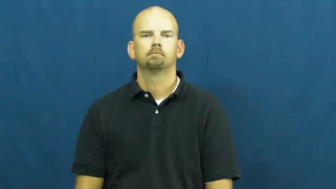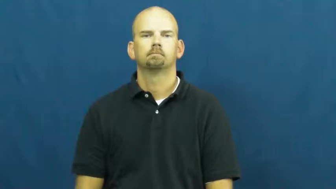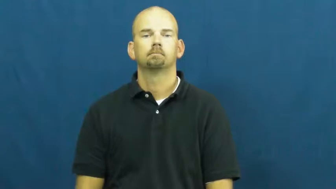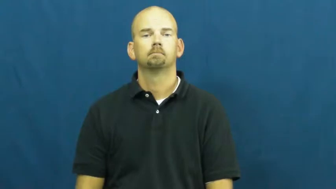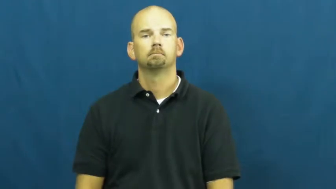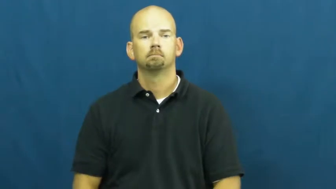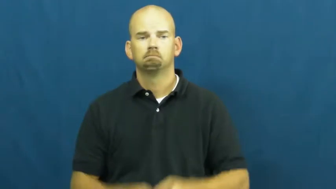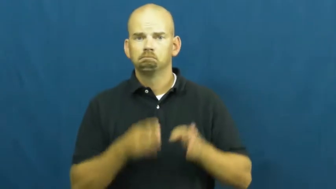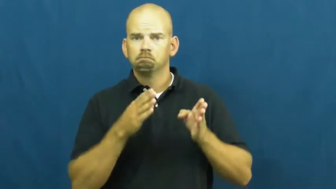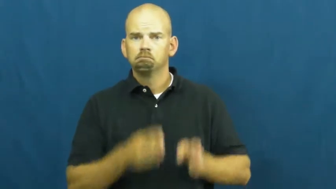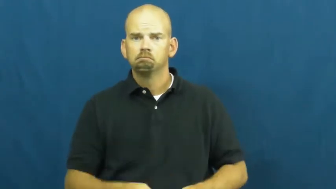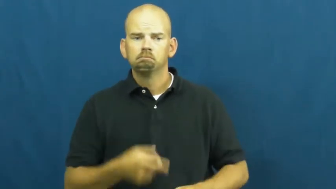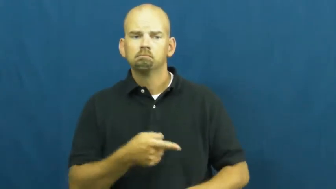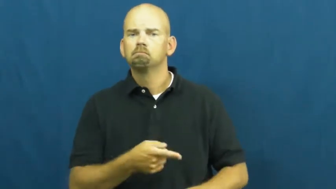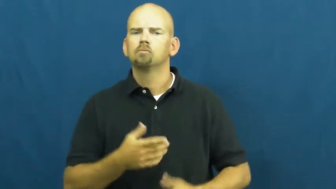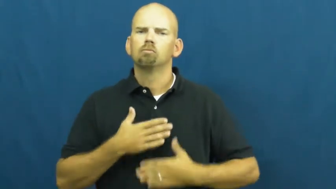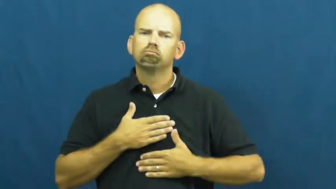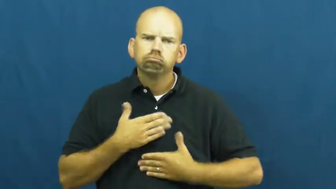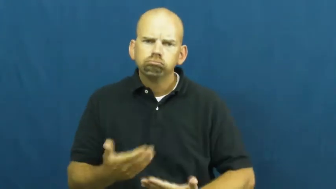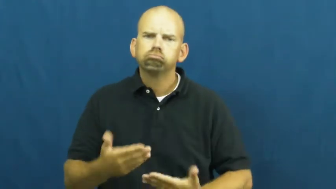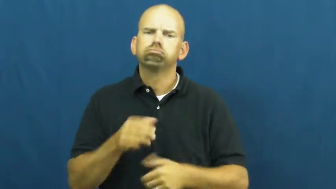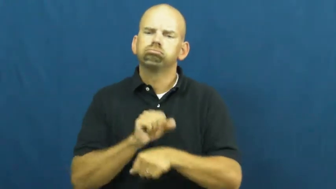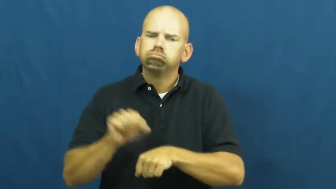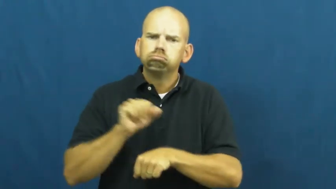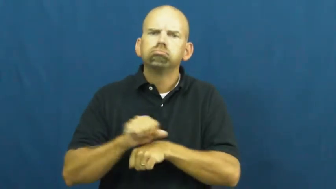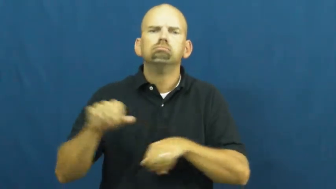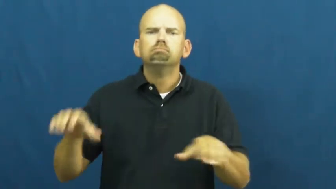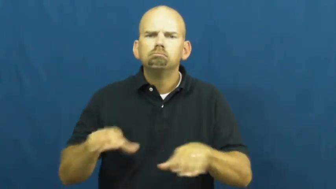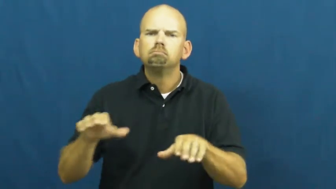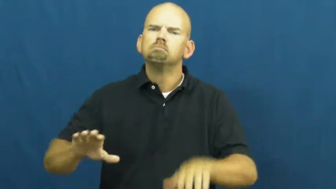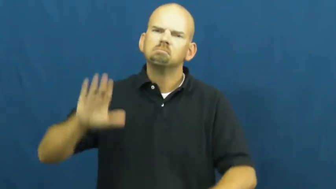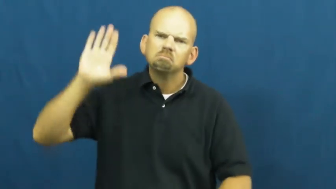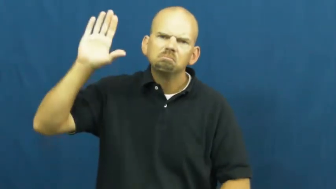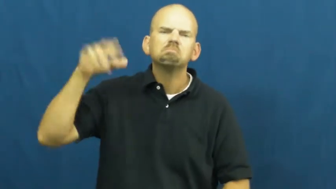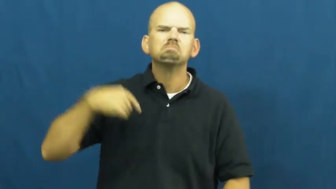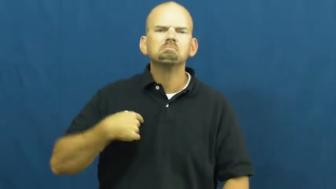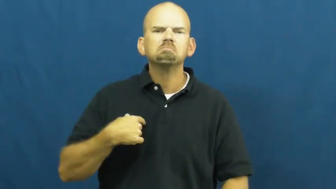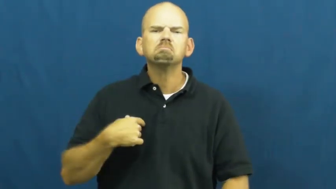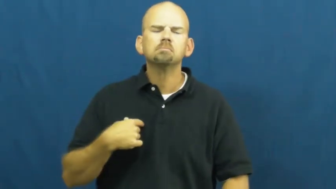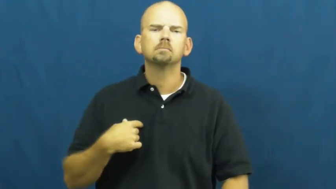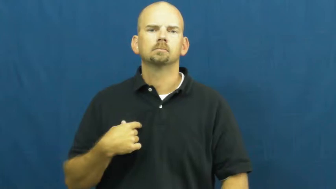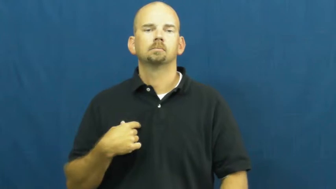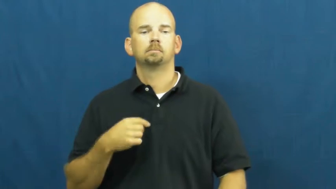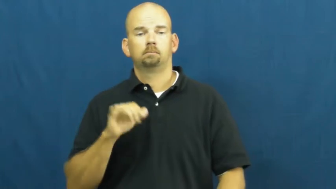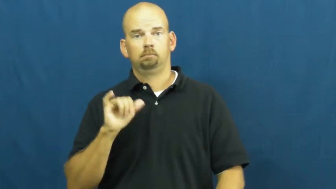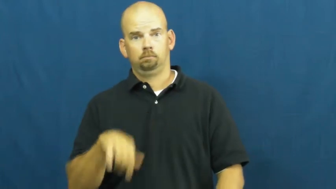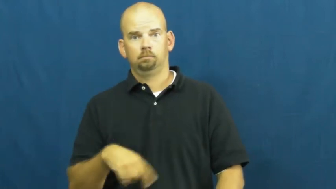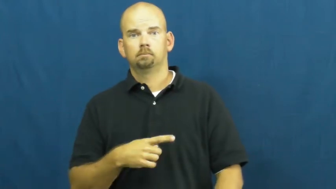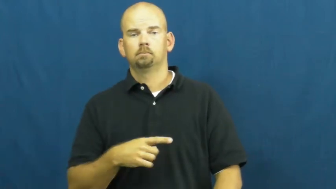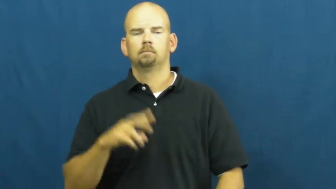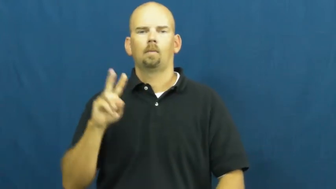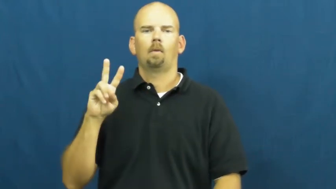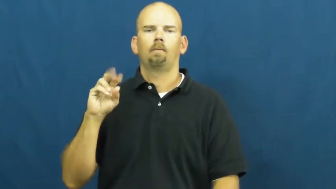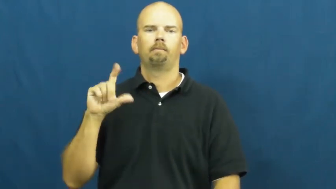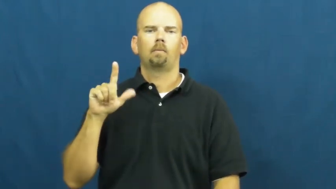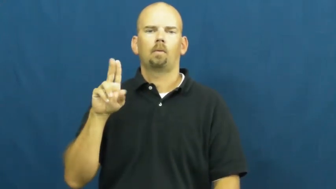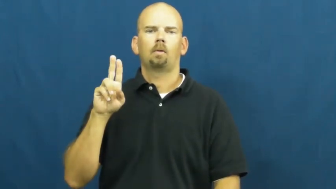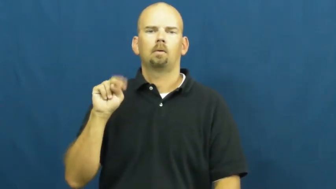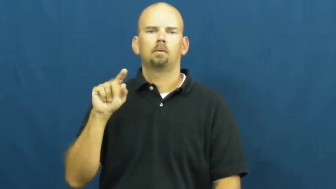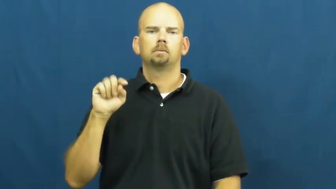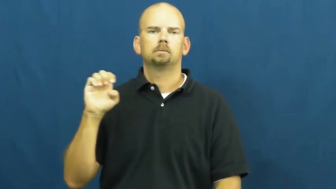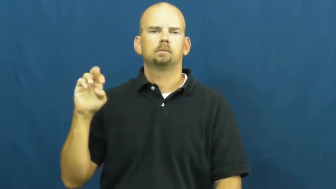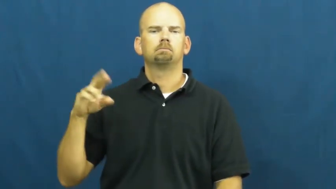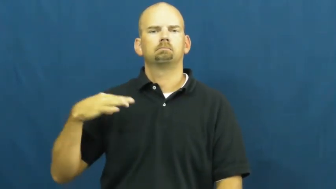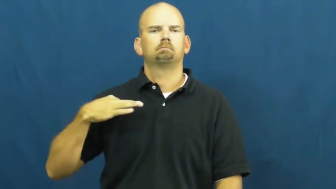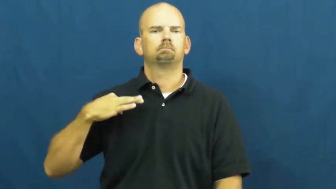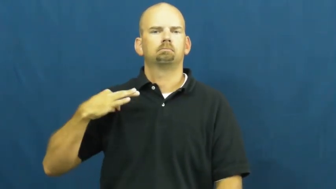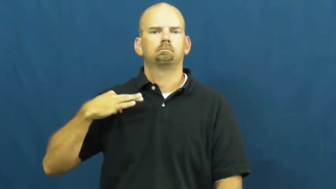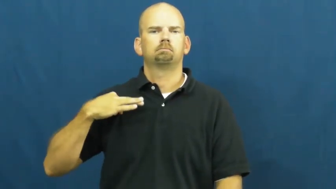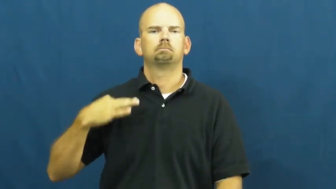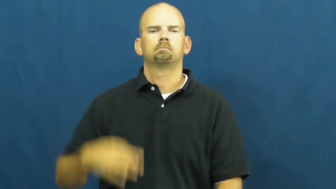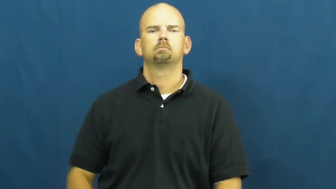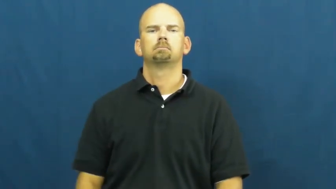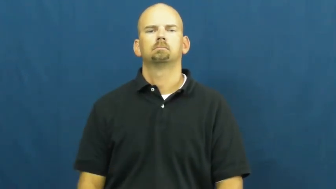volunteer